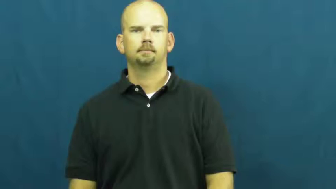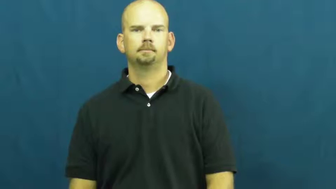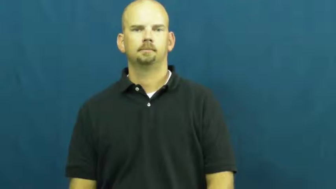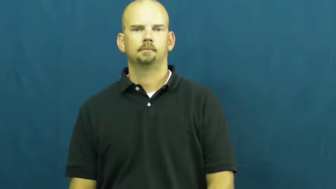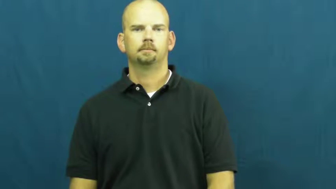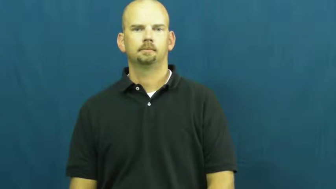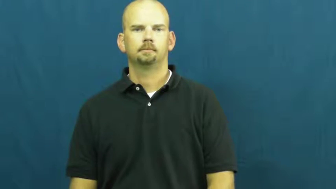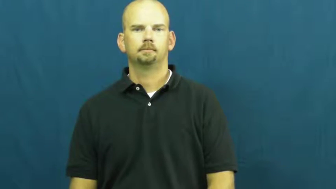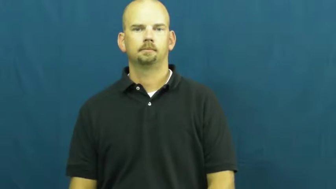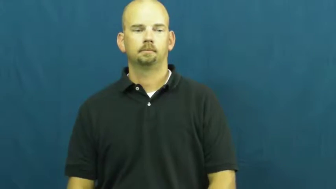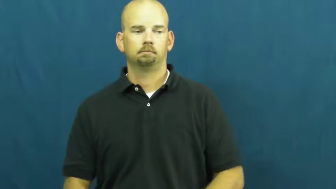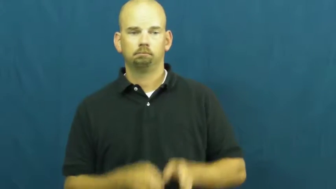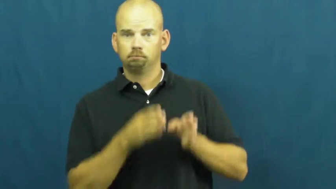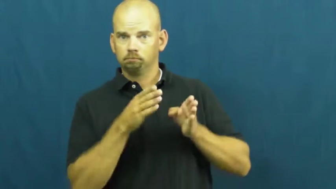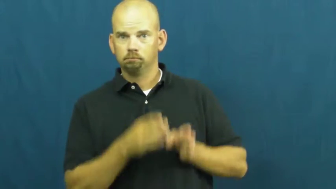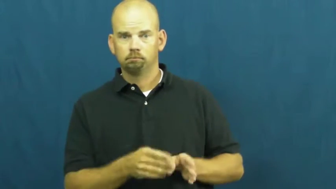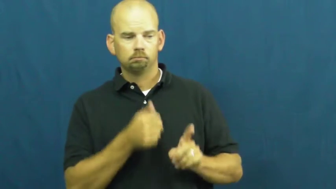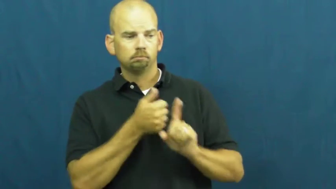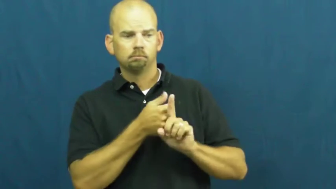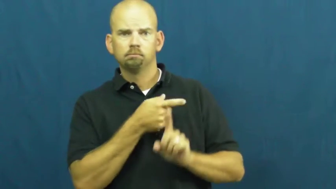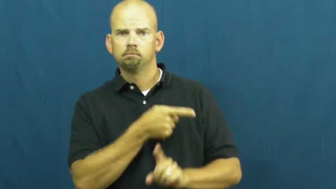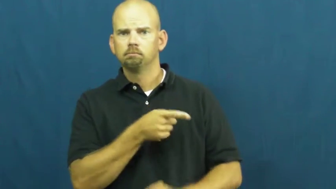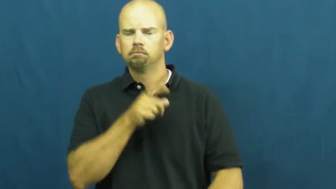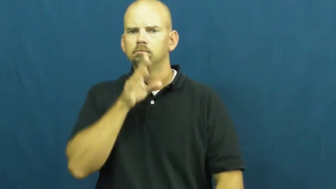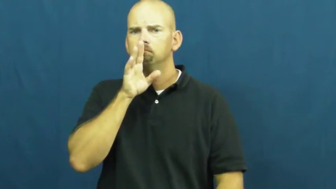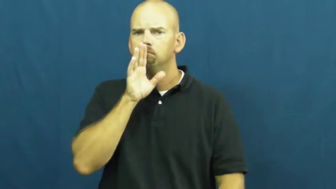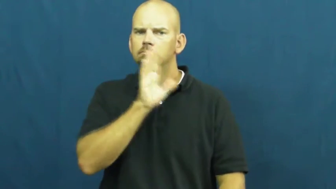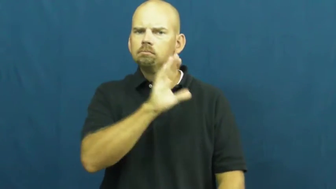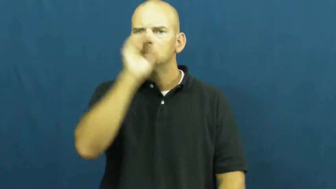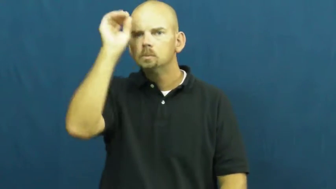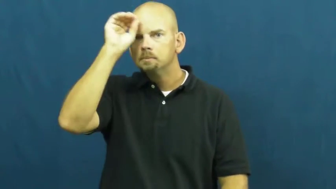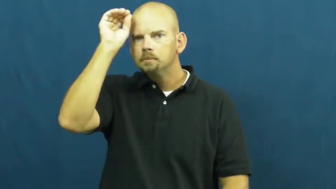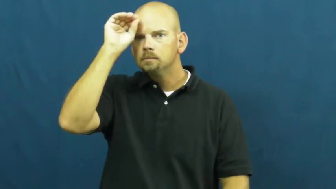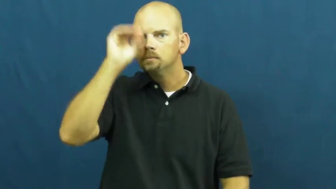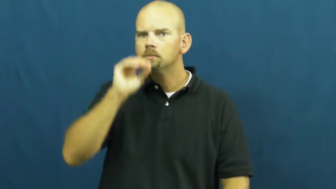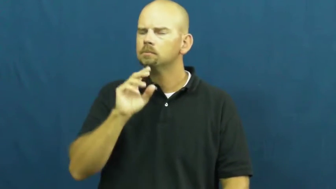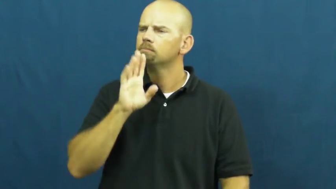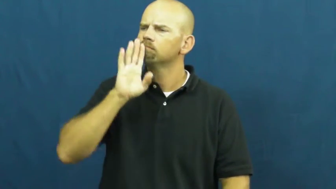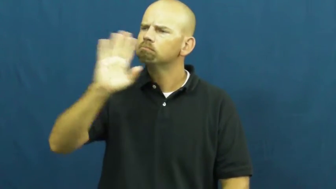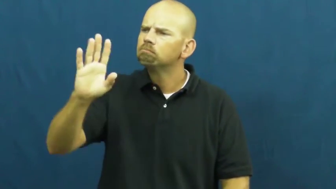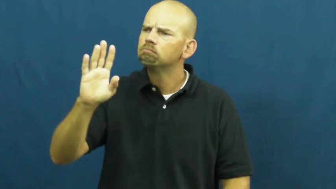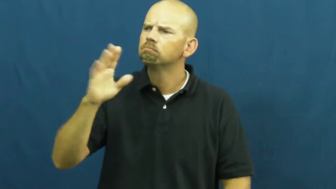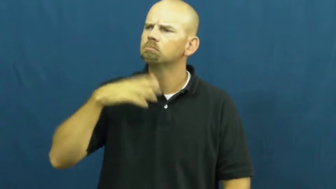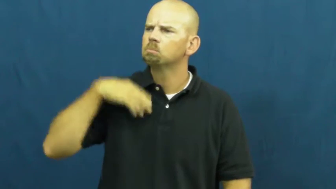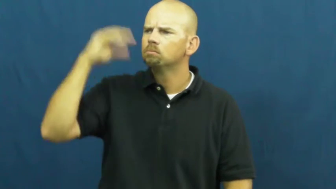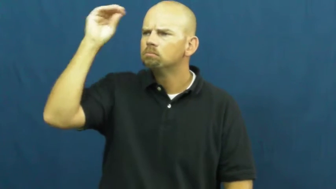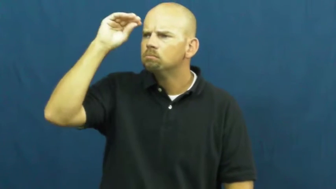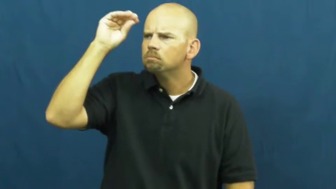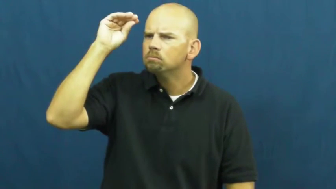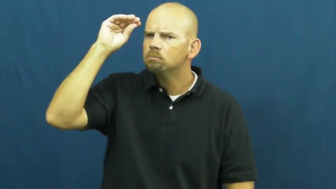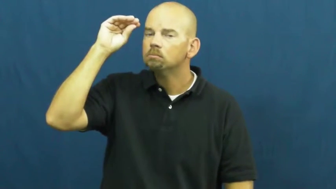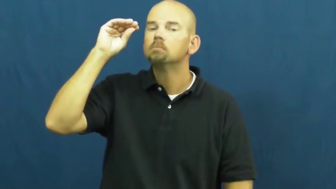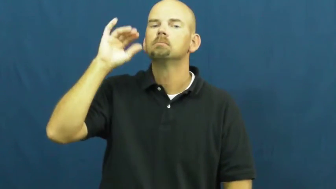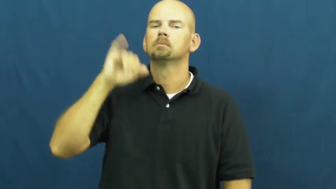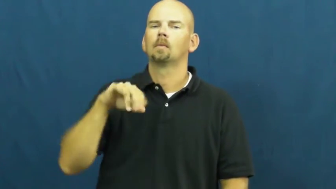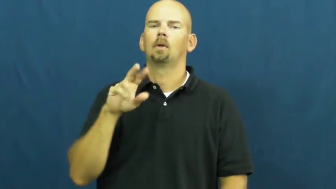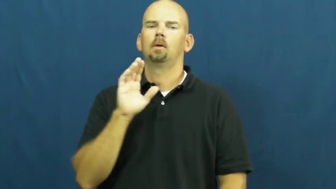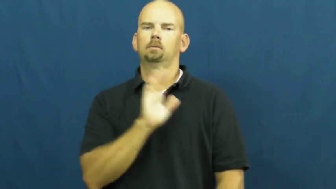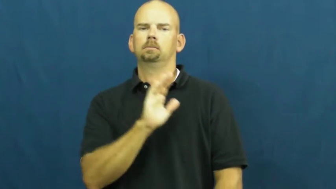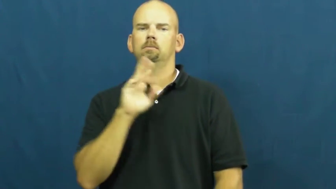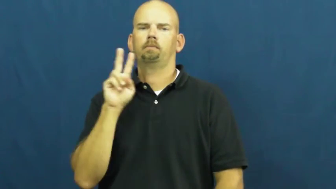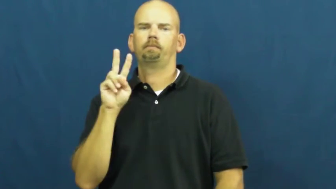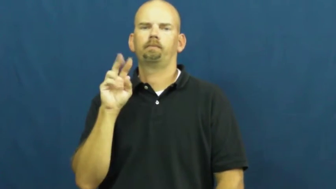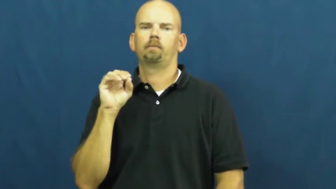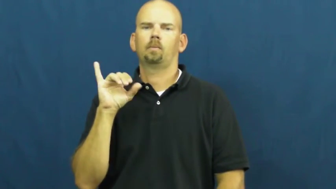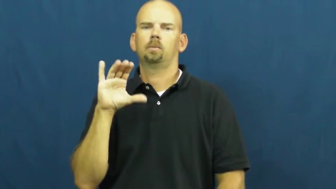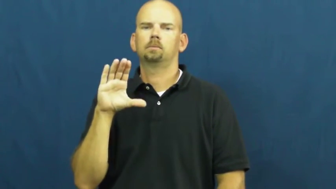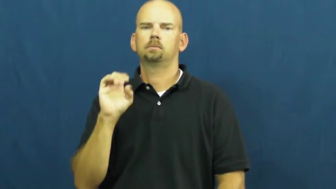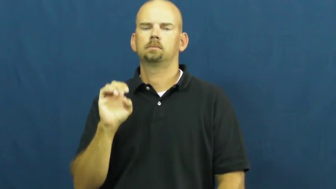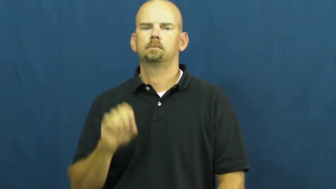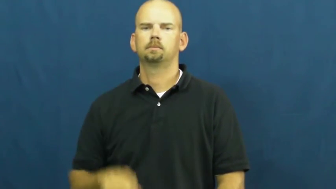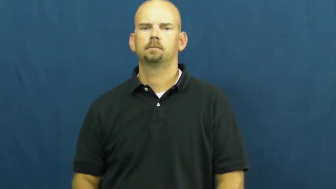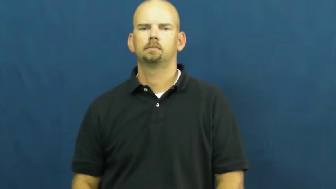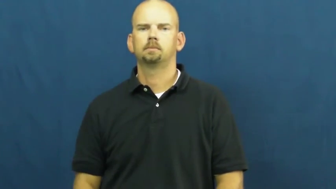voice-express